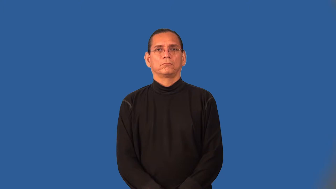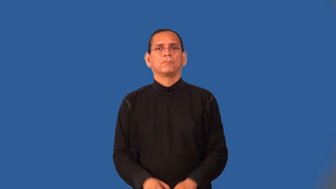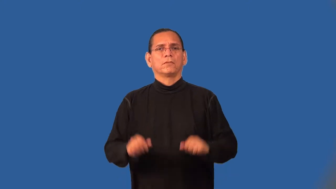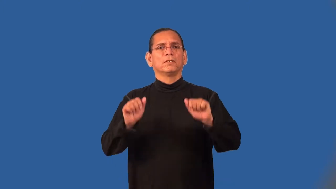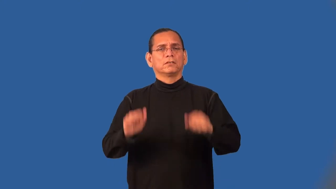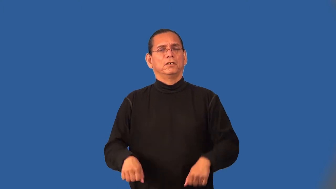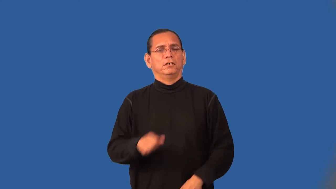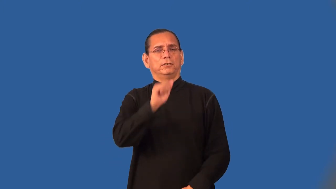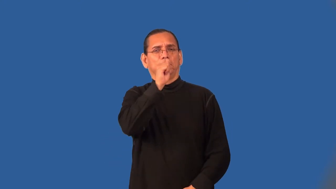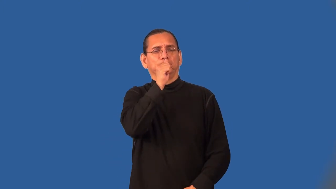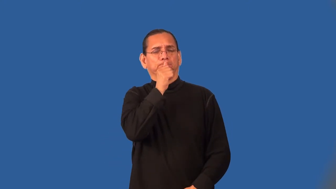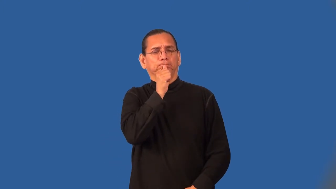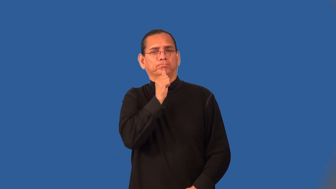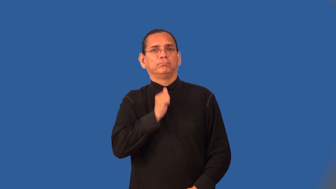tolerable